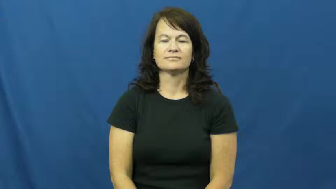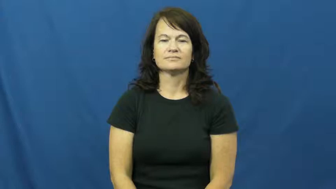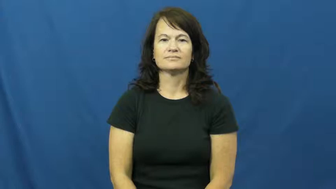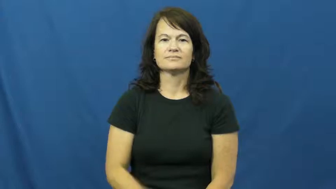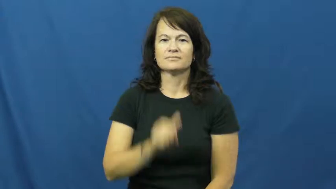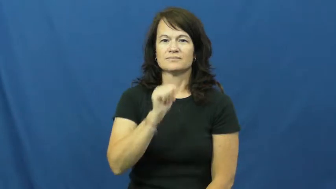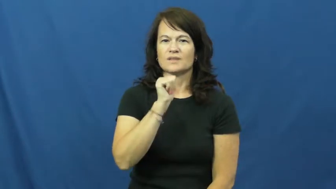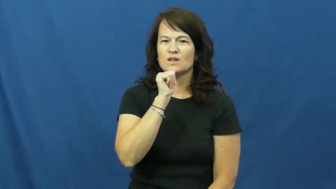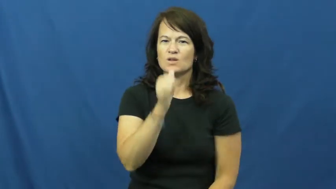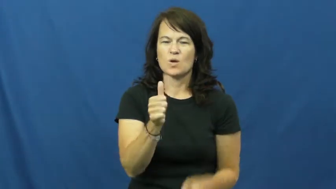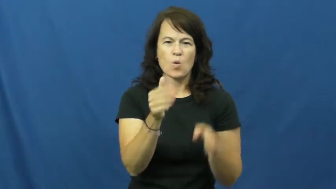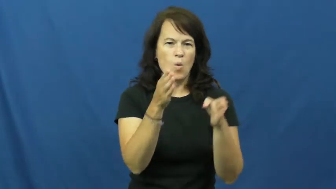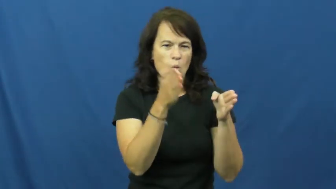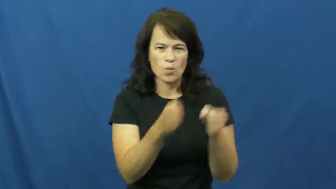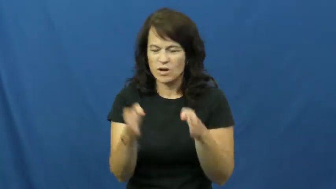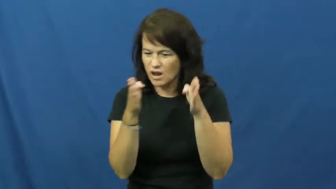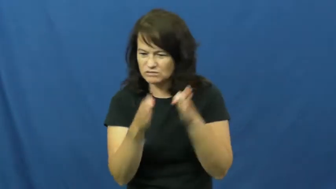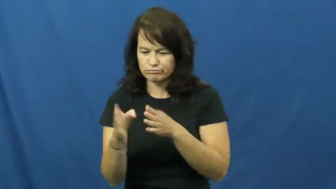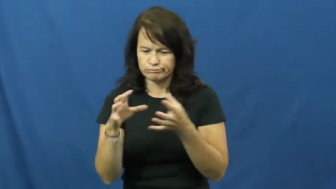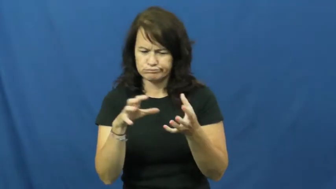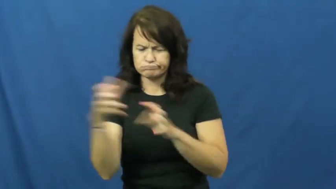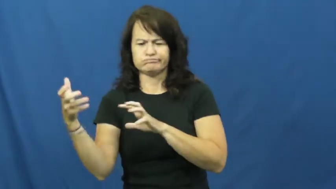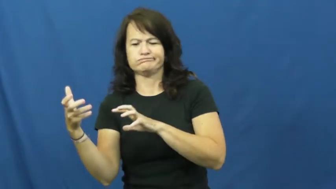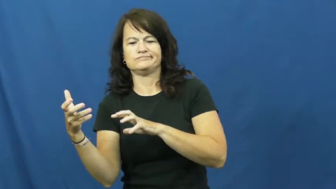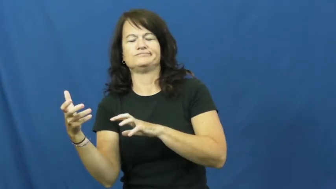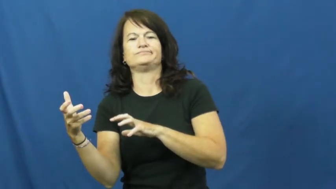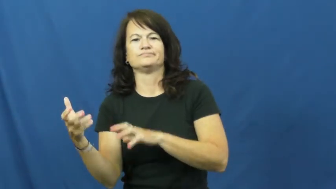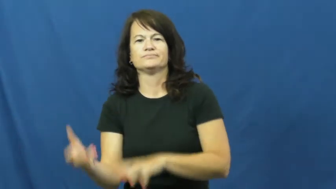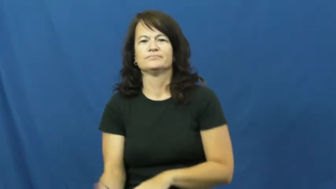disorganized